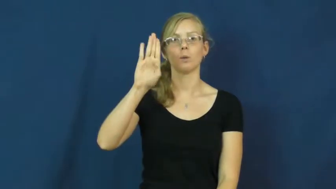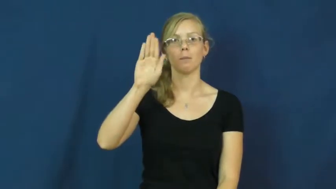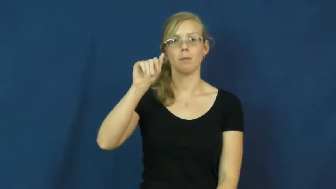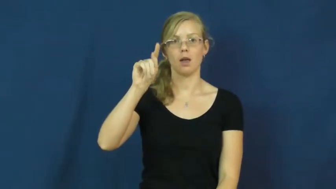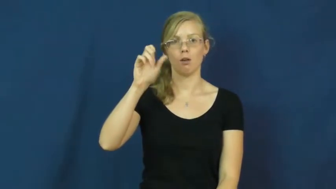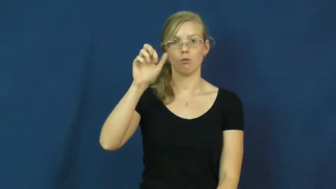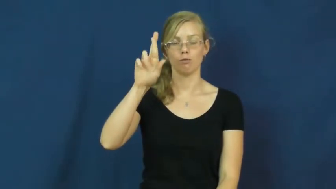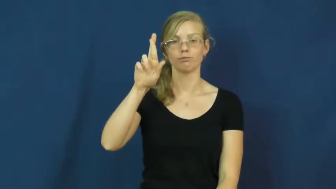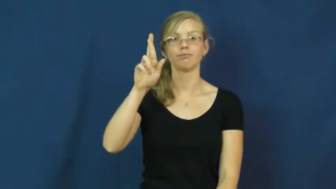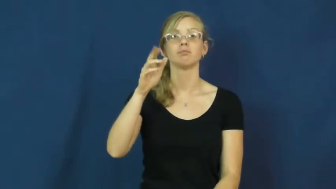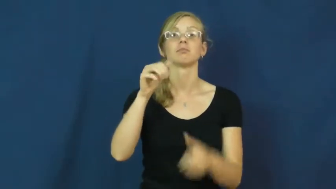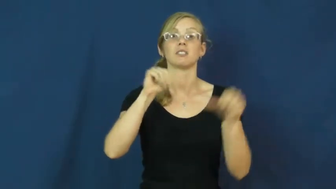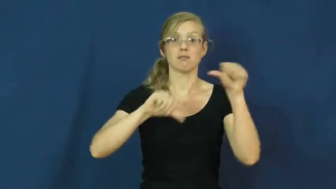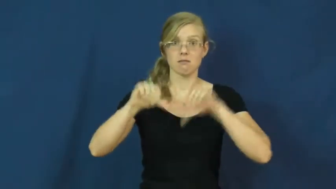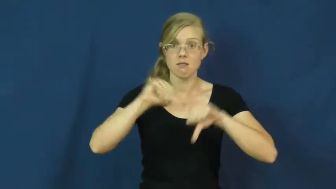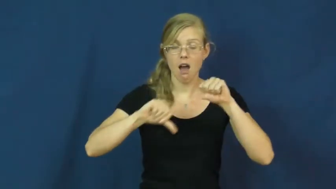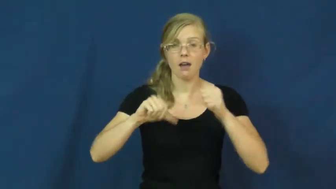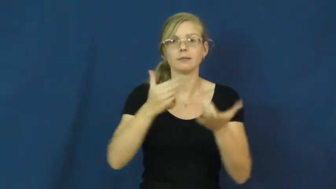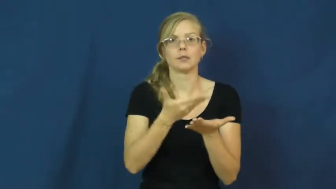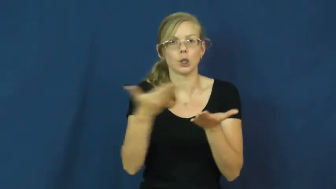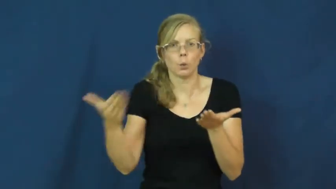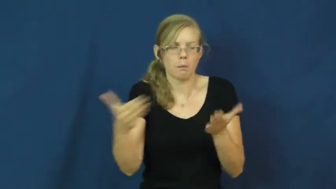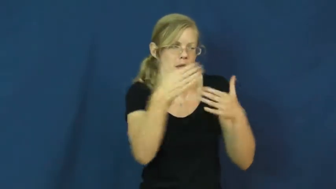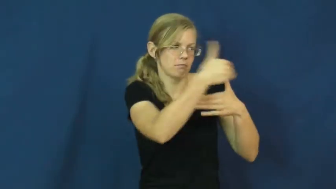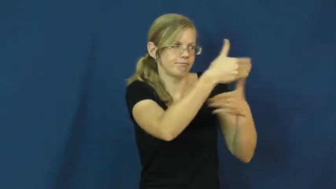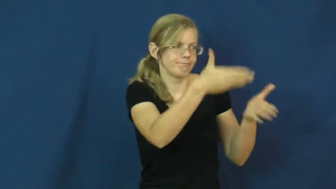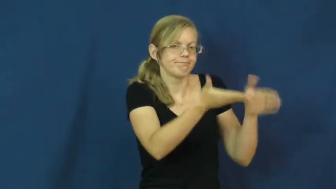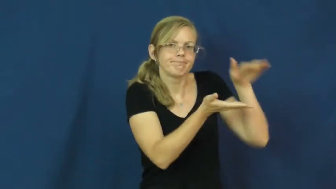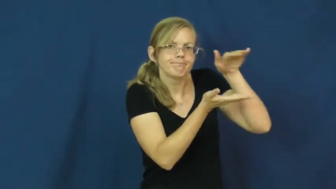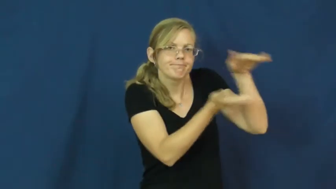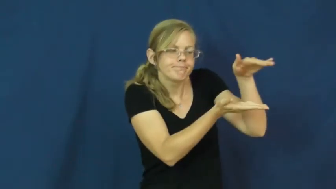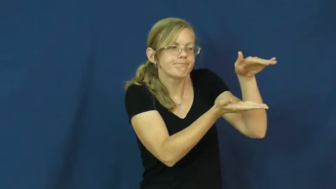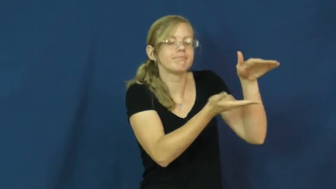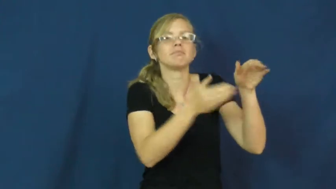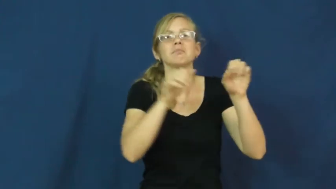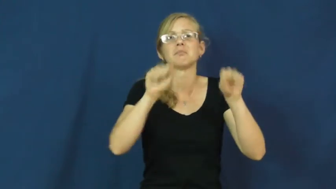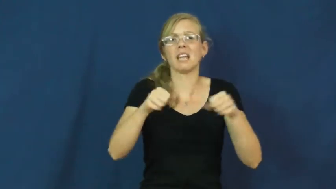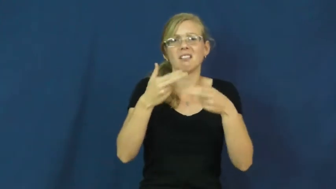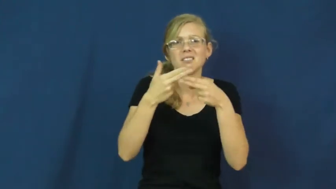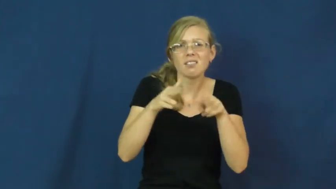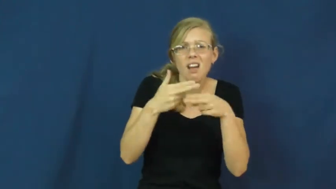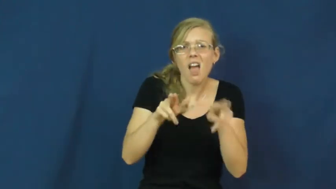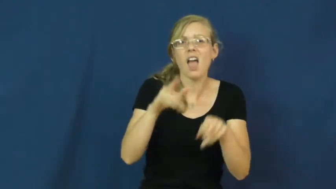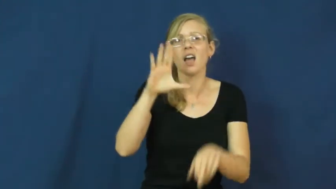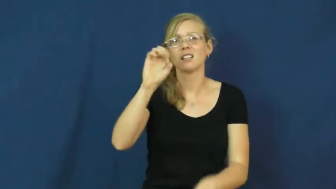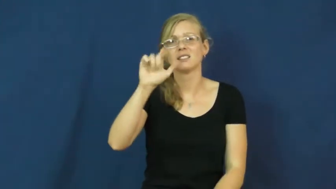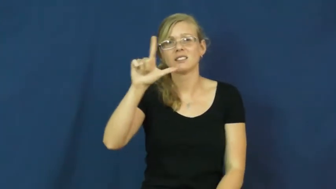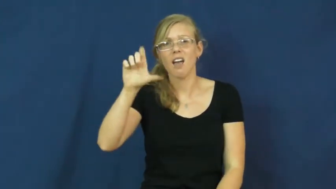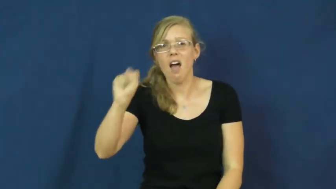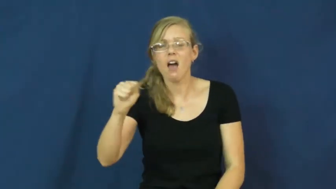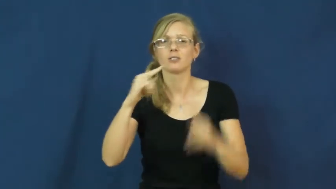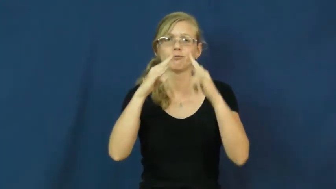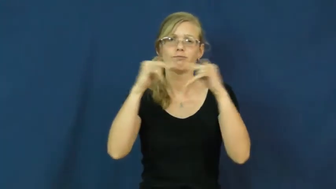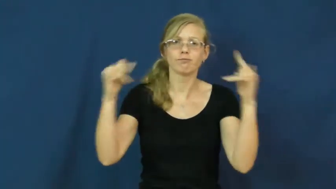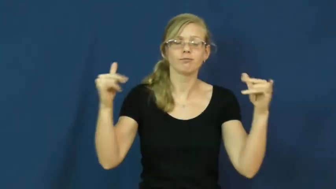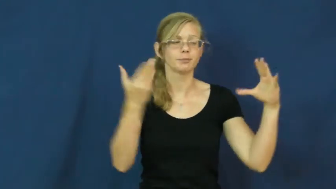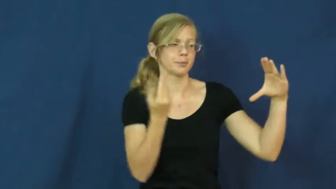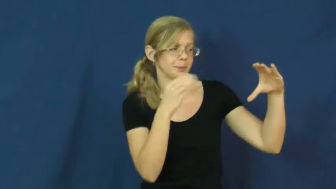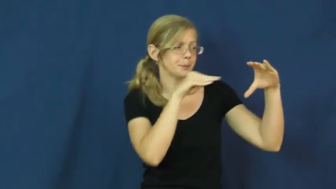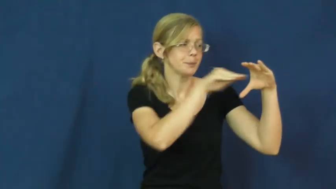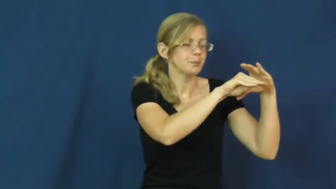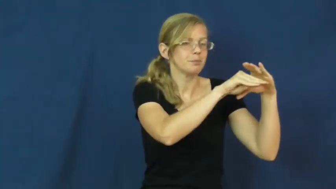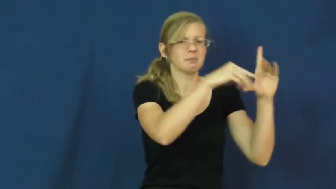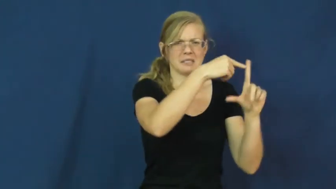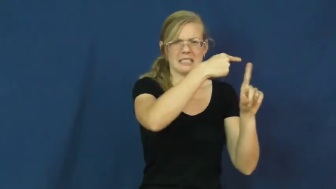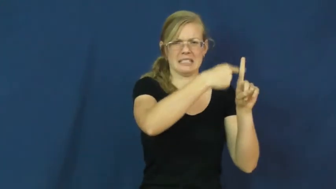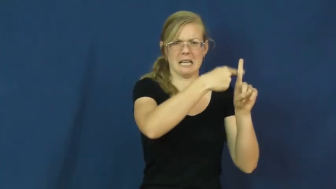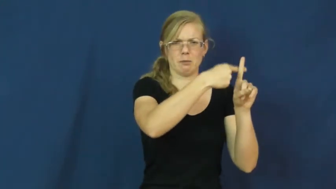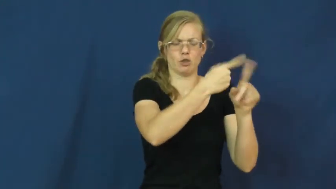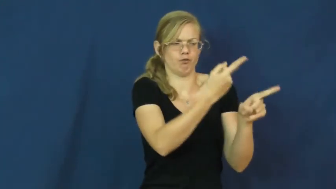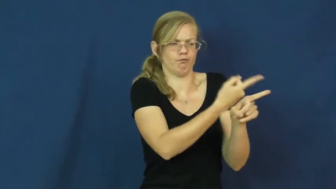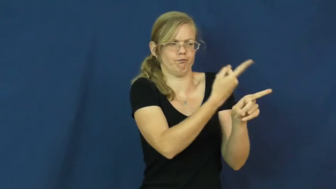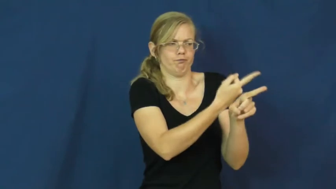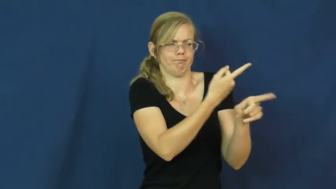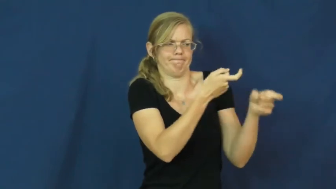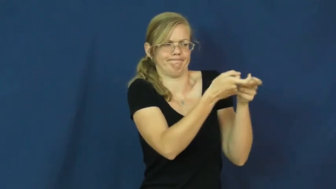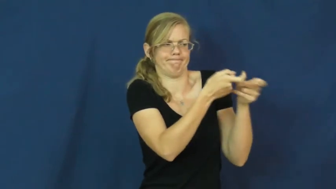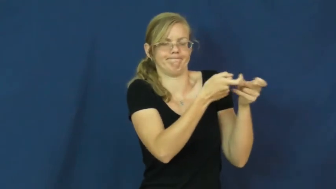incubator-science